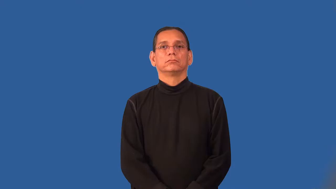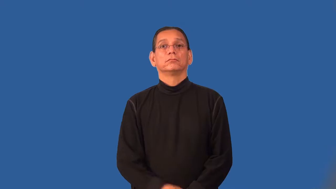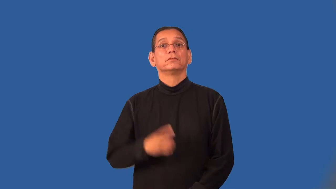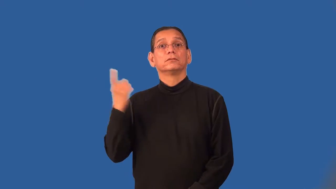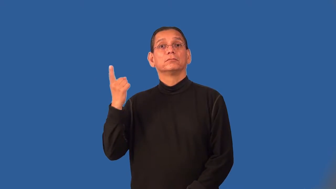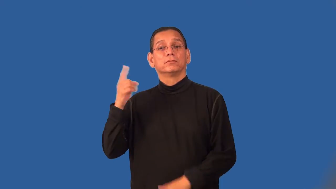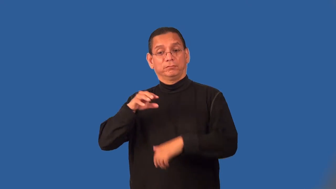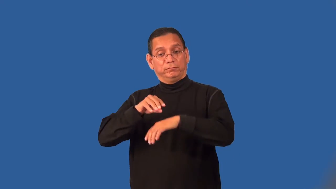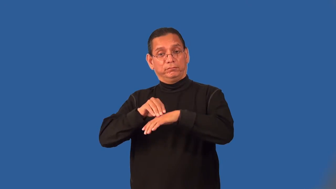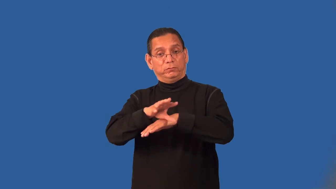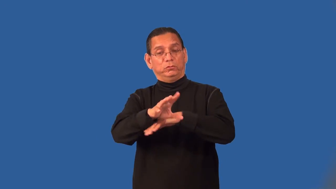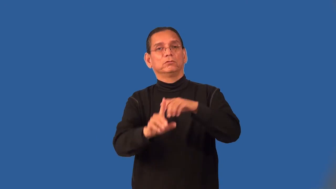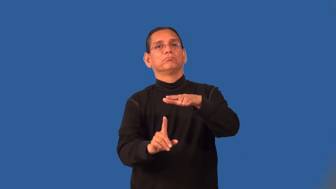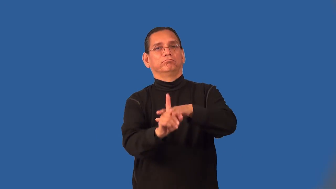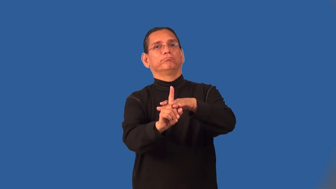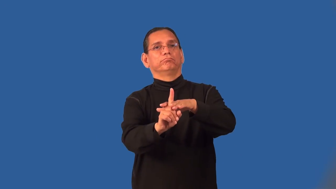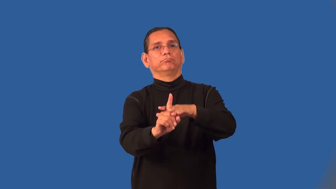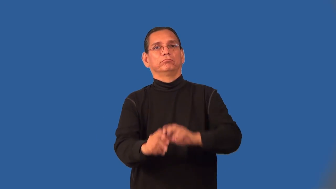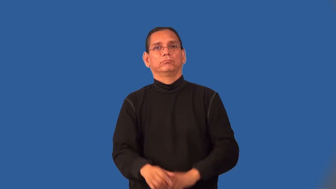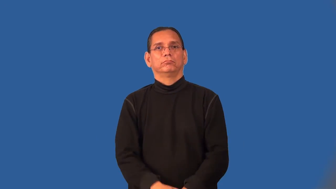precursor